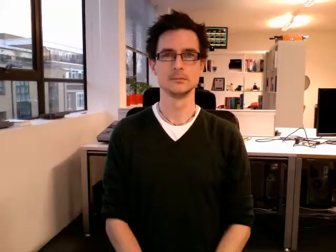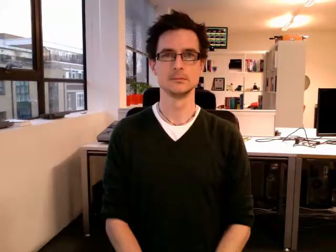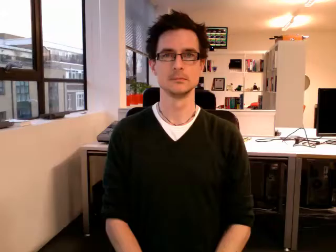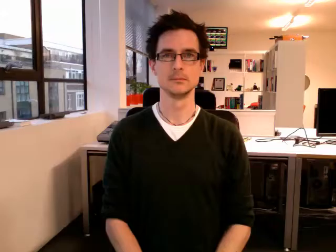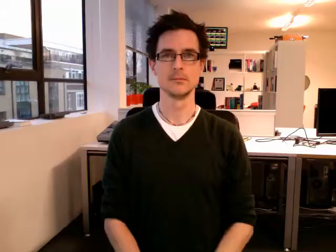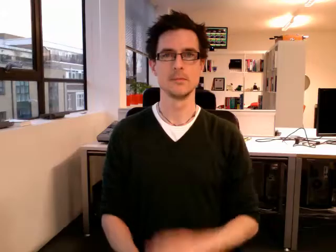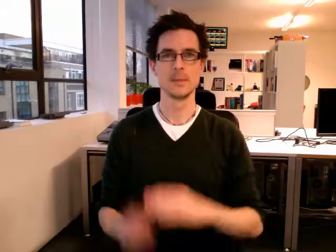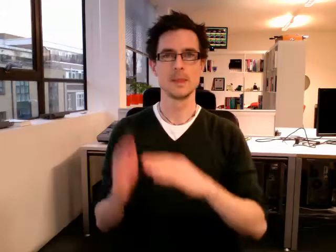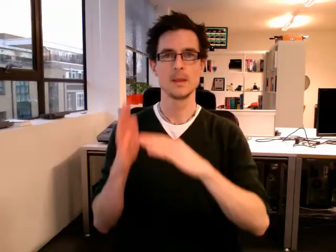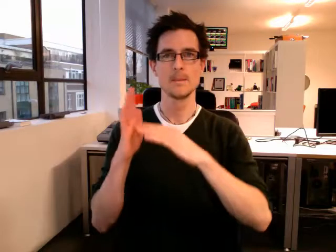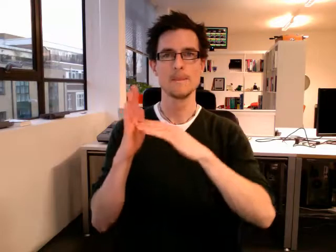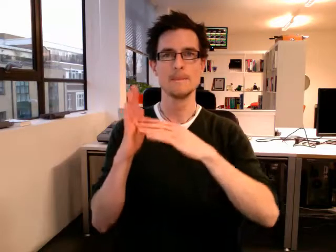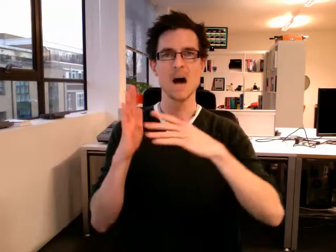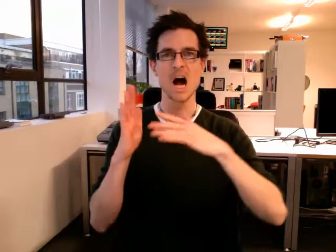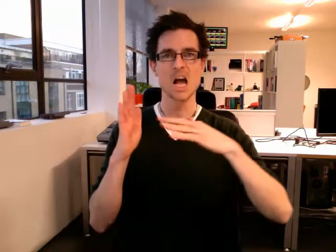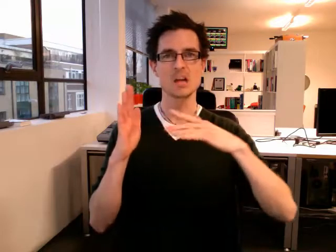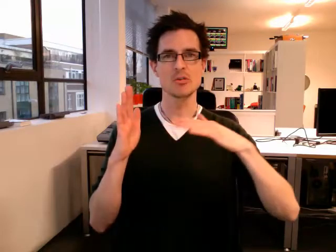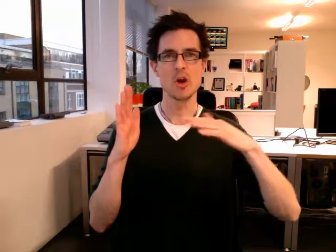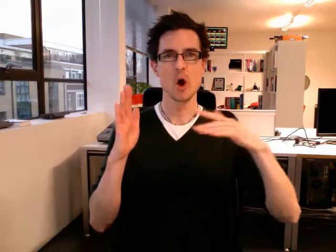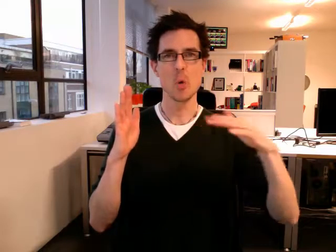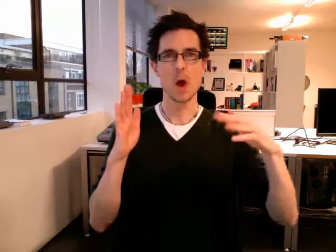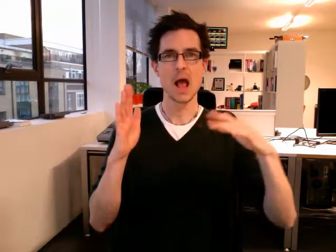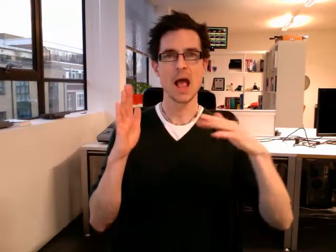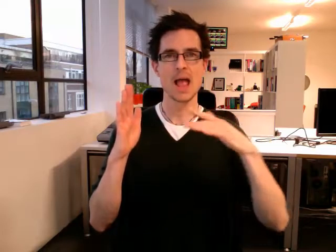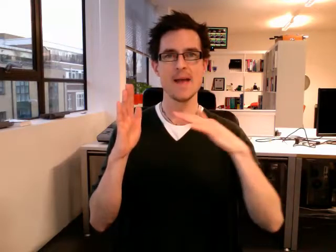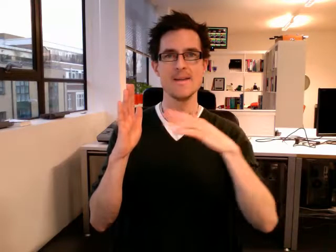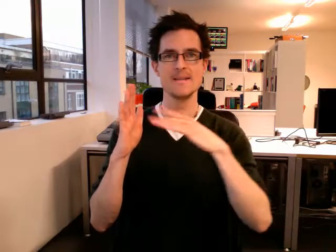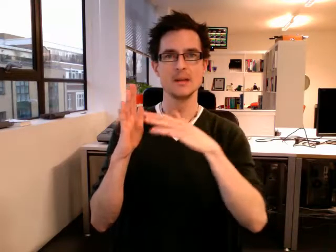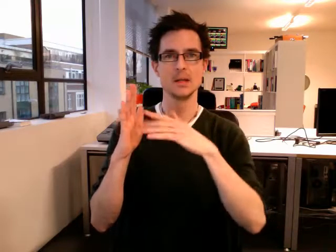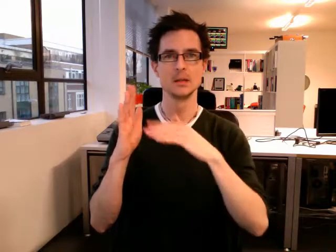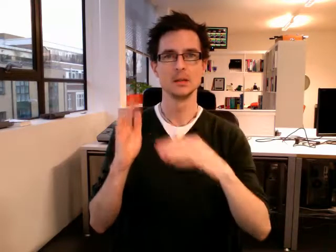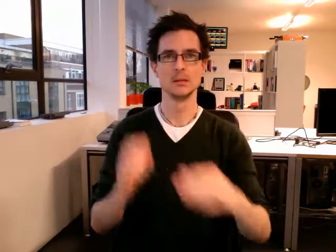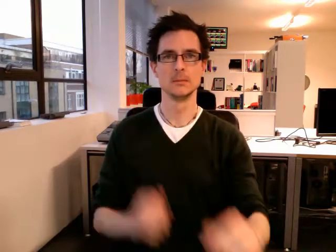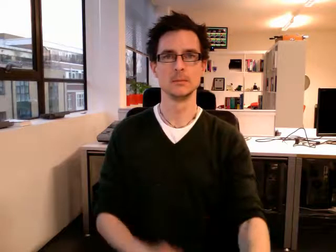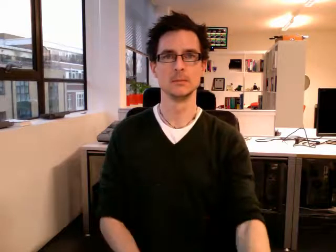microwave